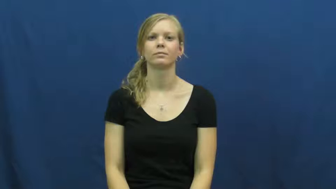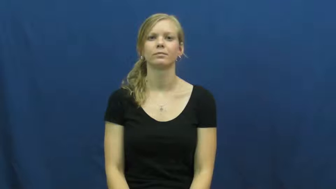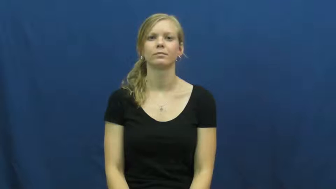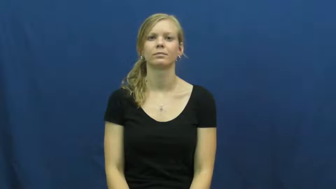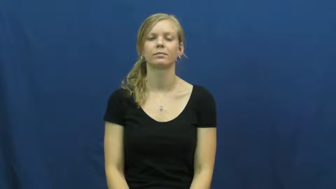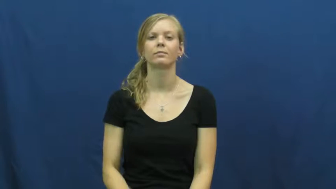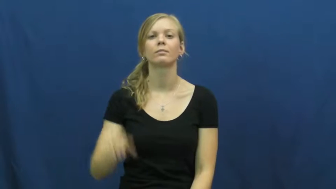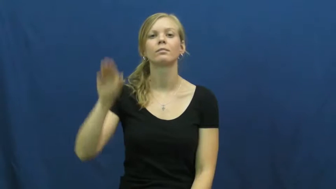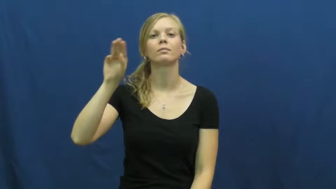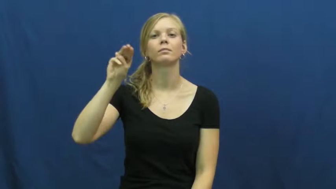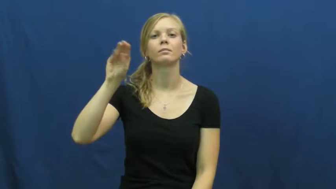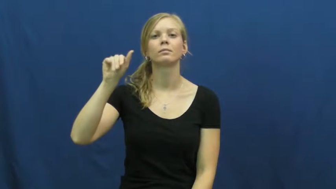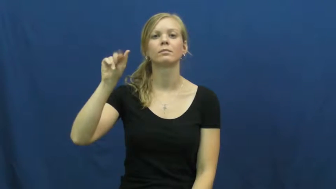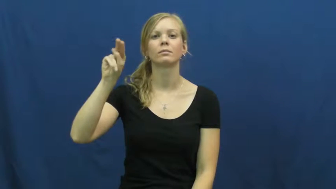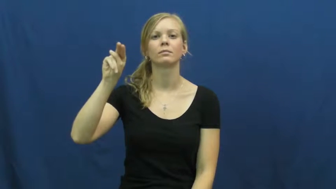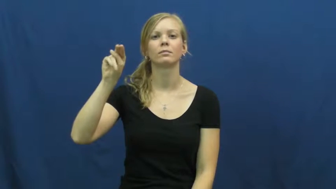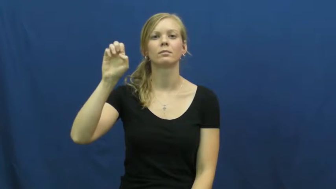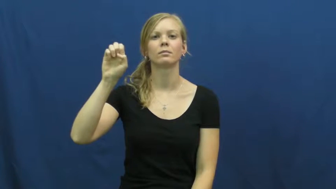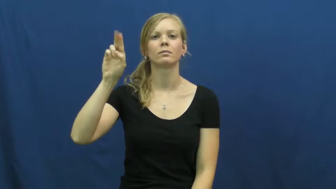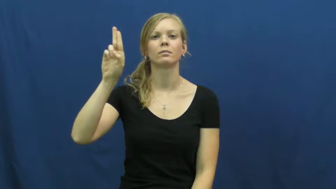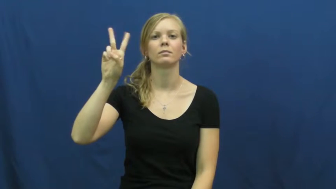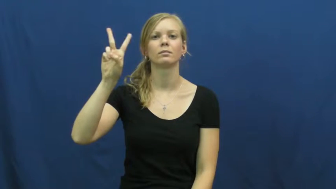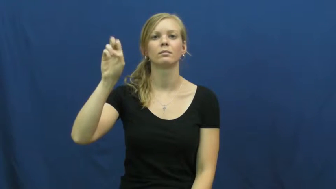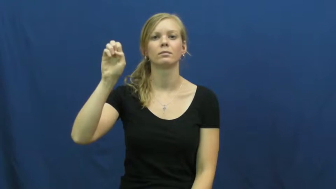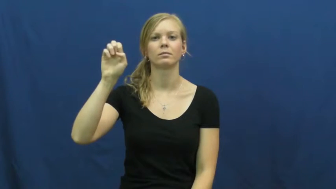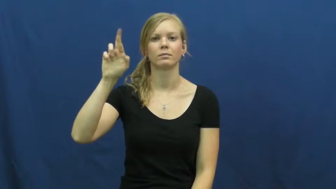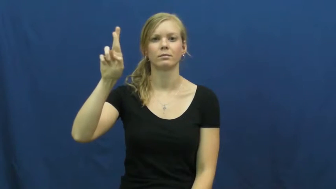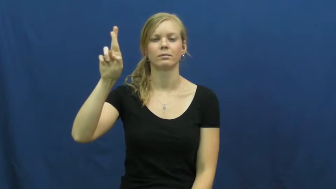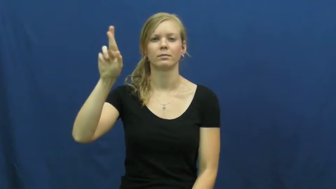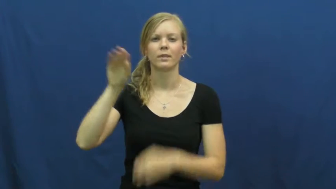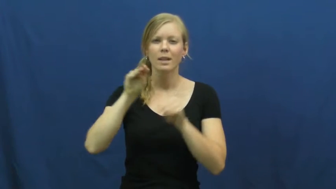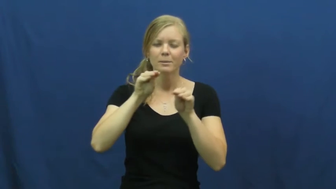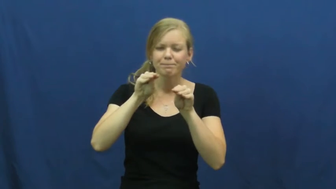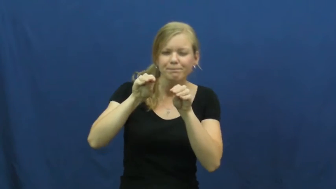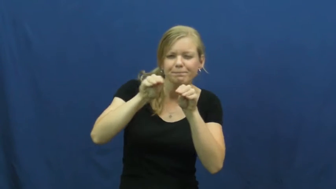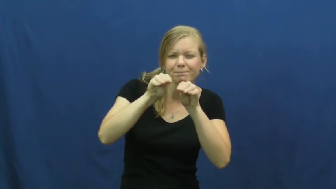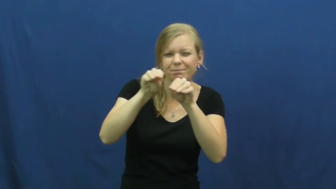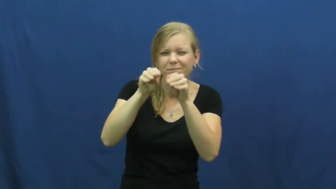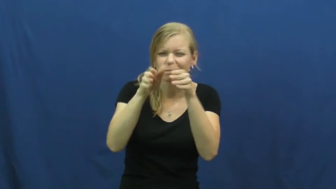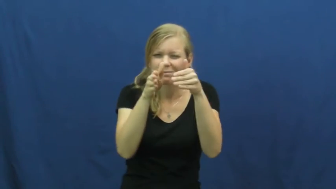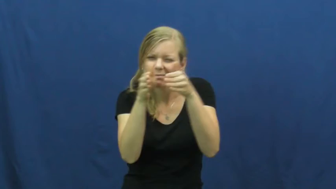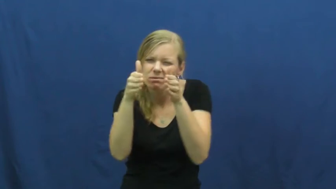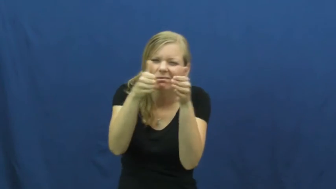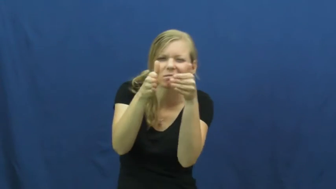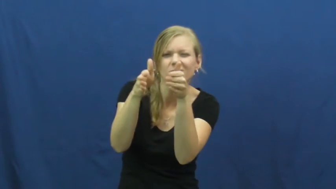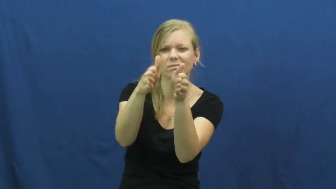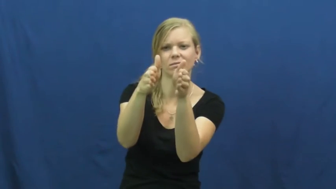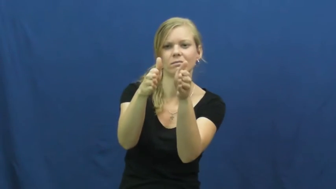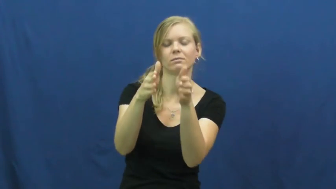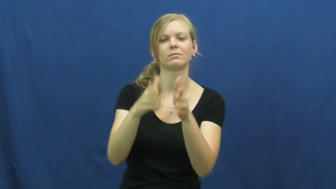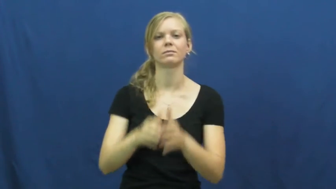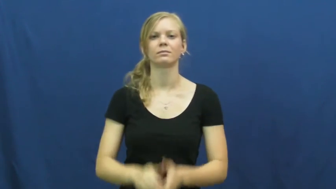maneuver